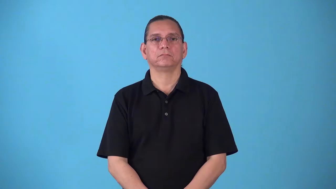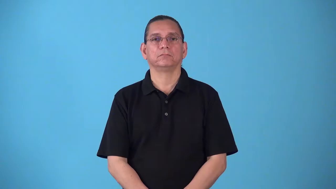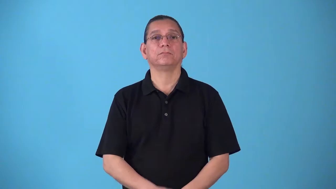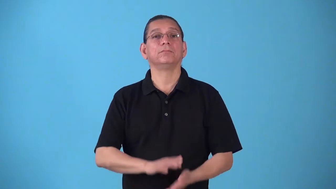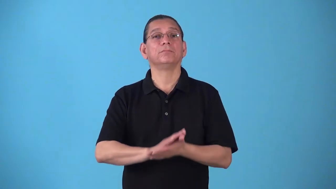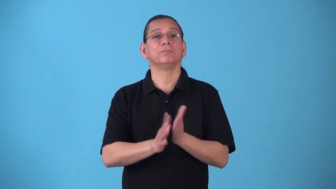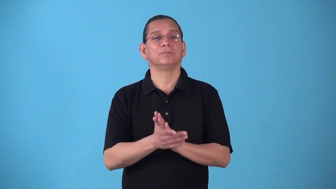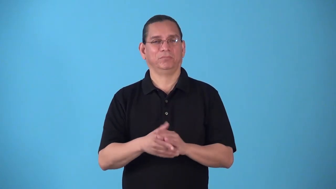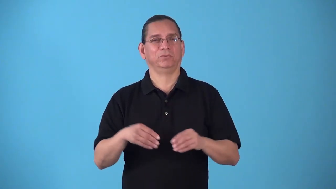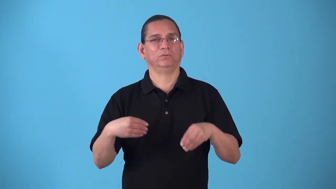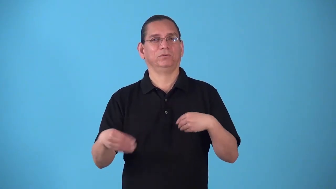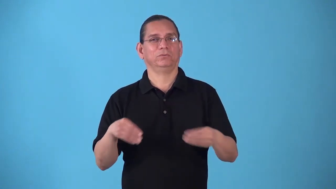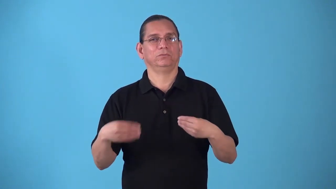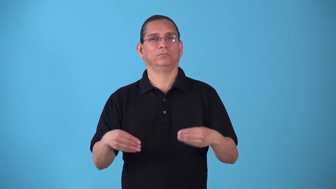slacken-make less taut